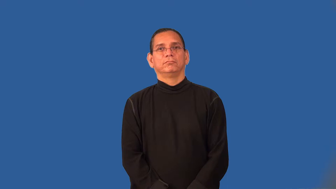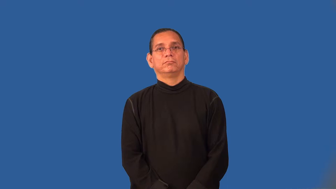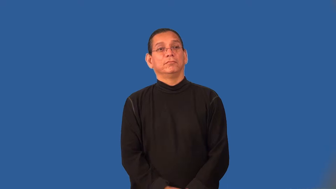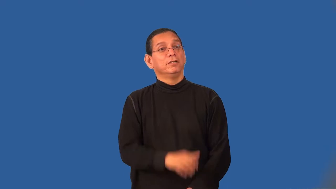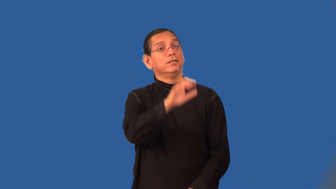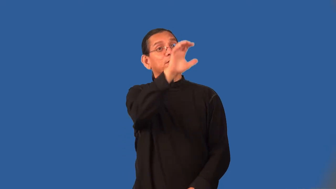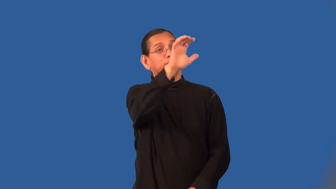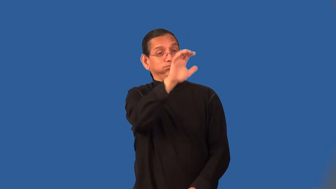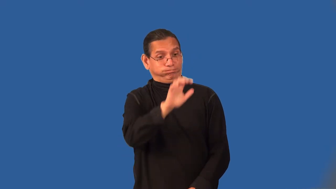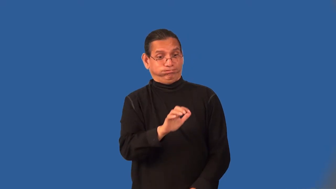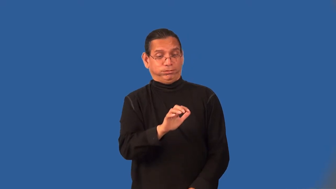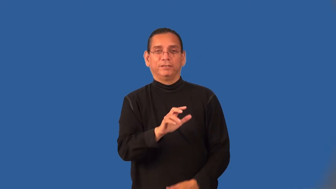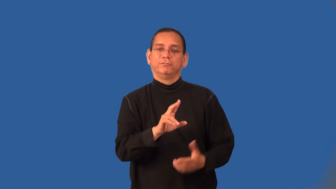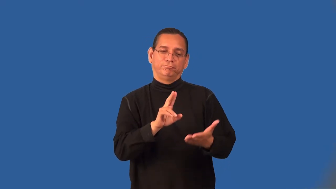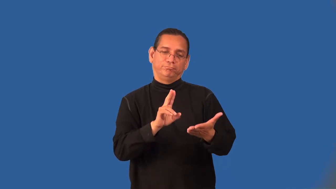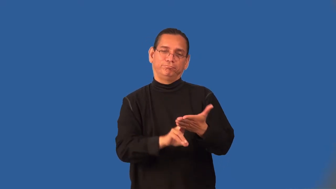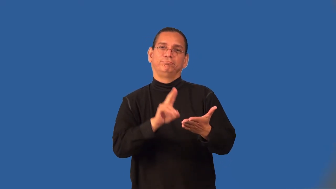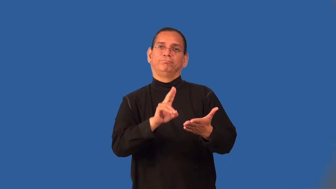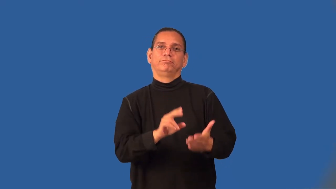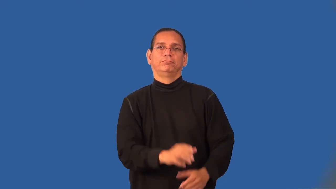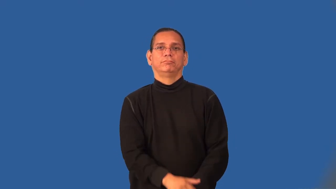undersigned